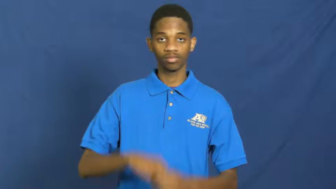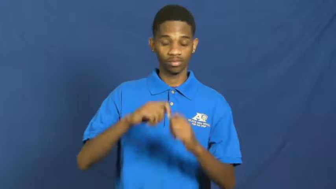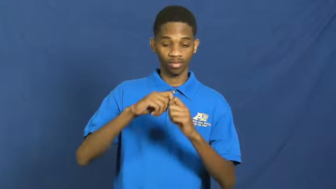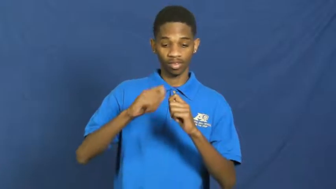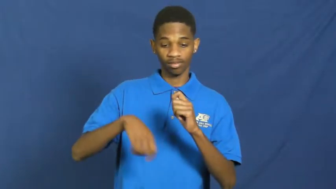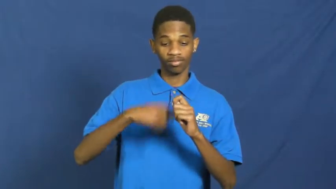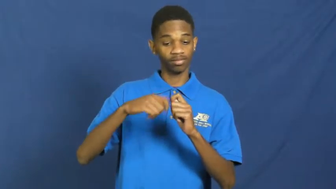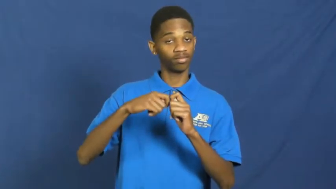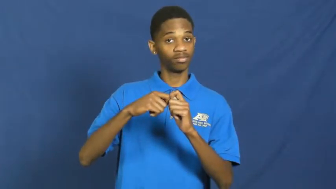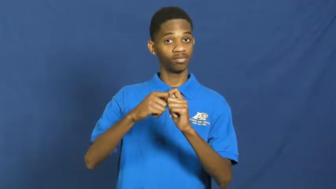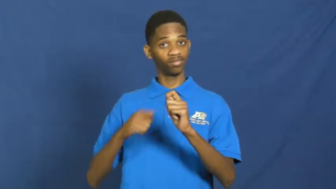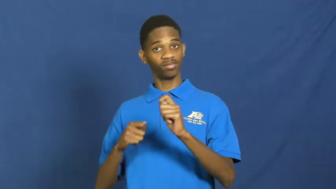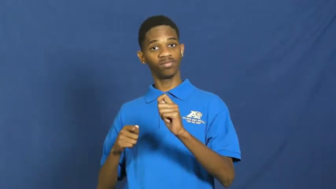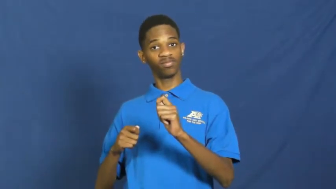ties___up,tying up